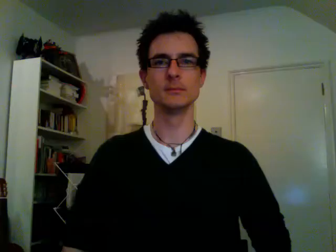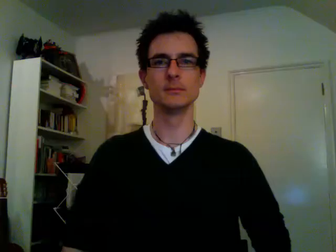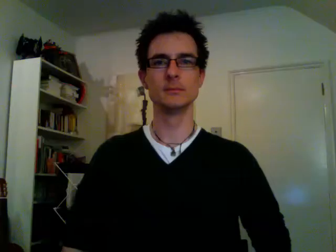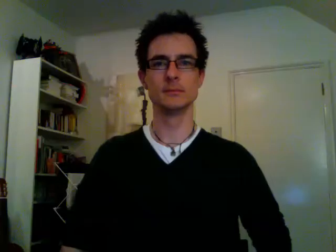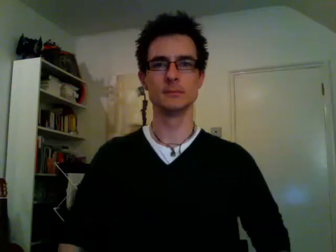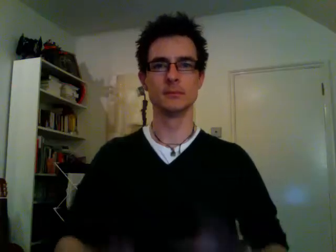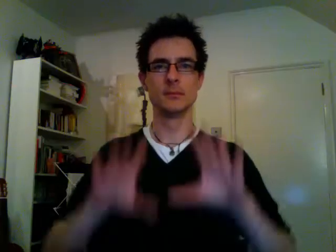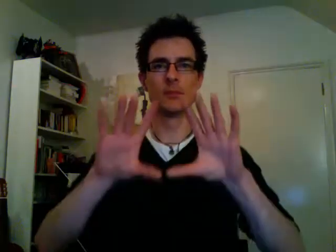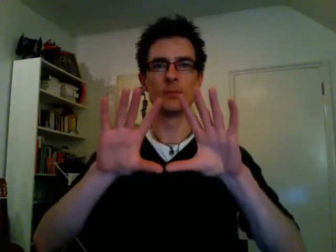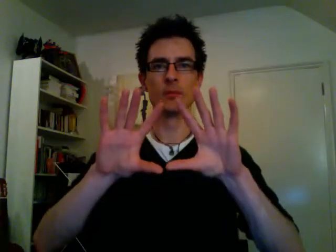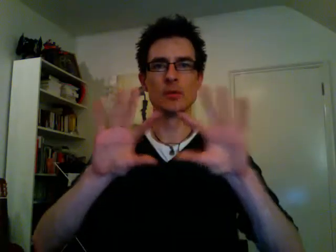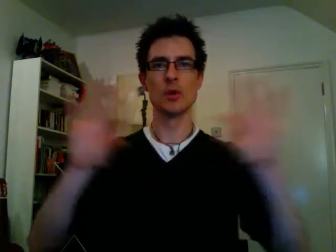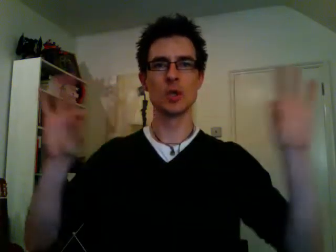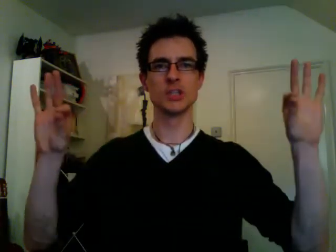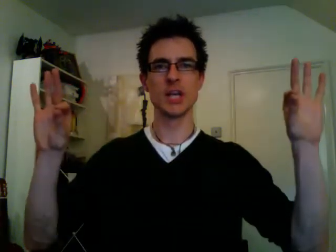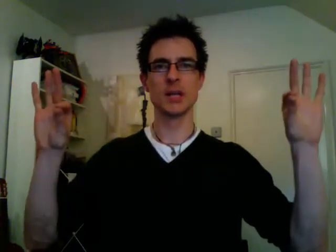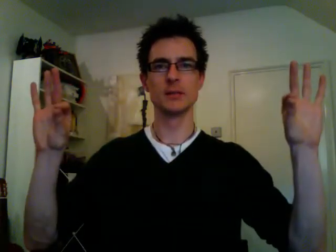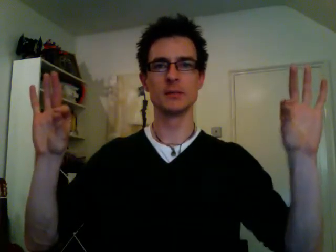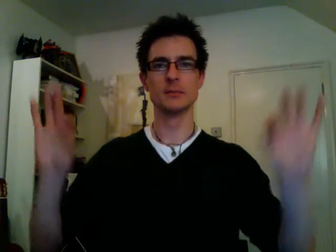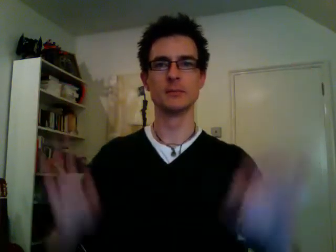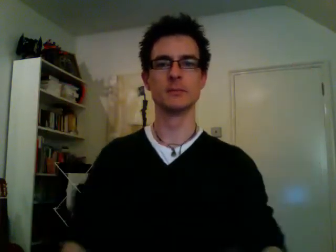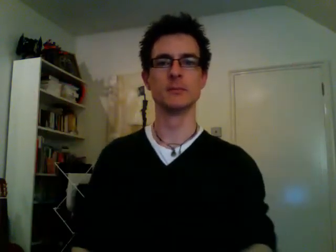courgette